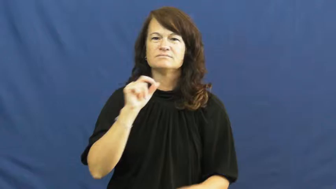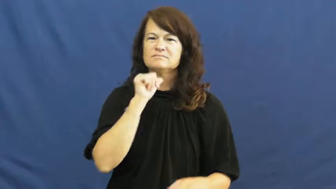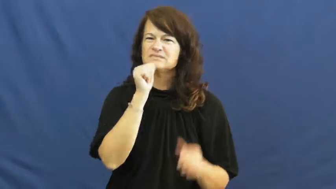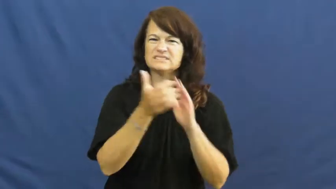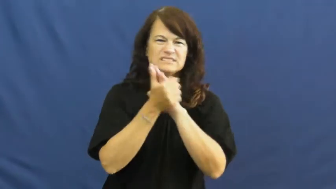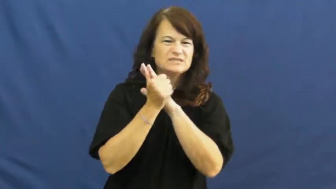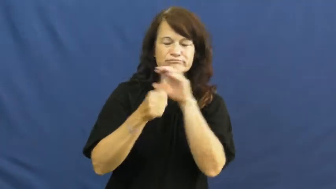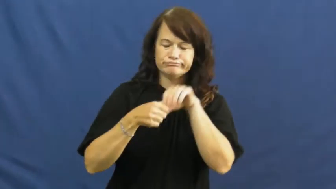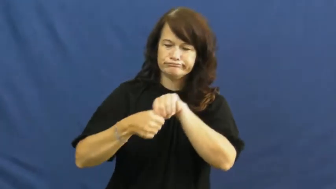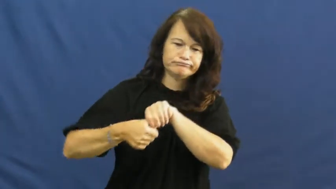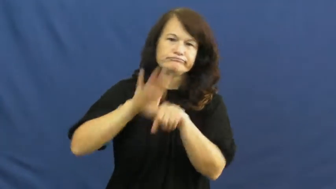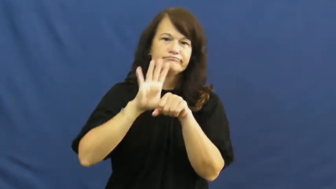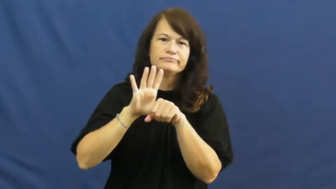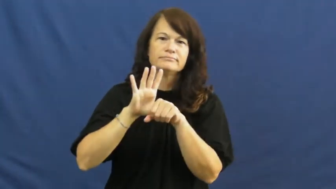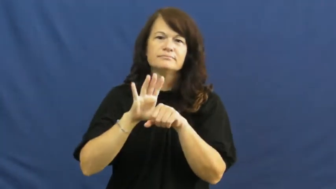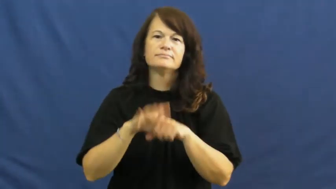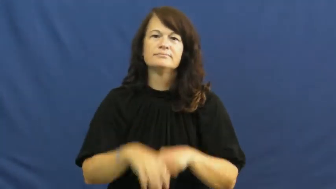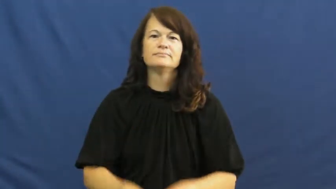inept,amateur,unpolished,inapt,inelegant,inexpert,infelicitous,maladroit